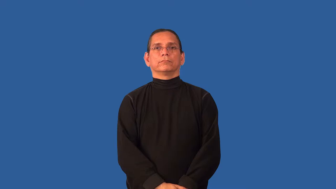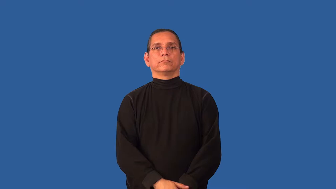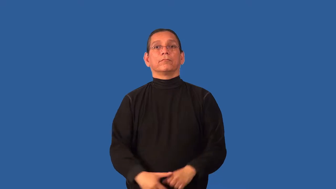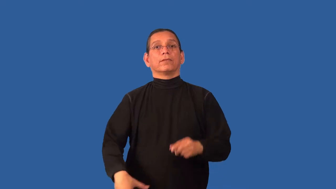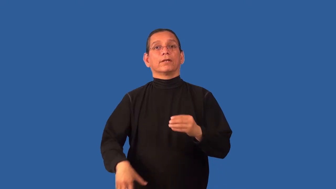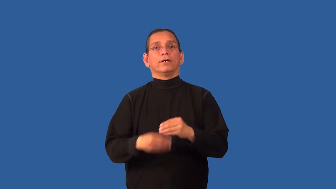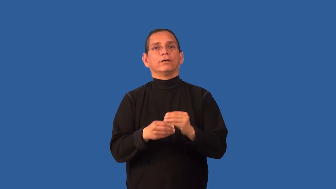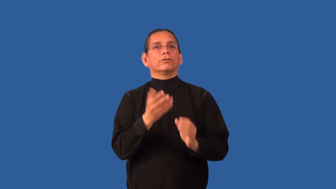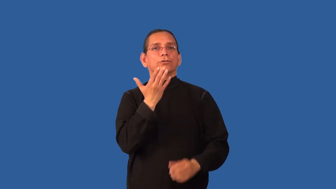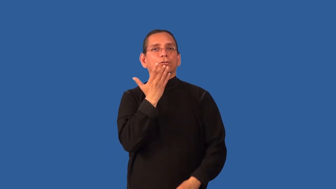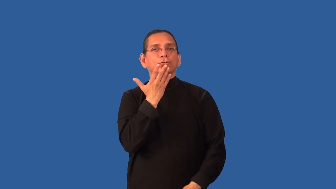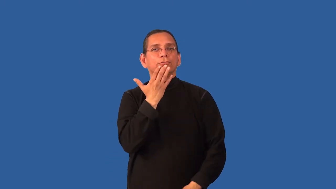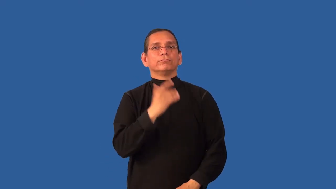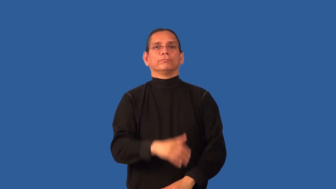colorize